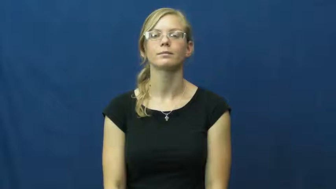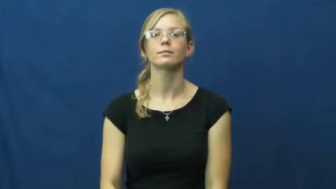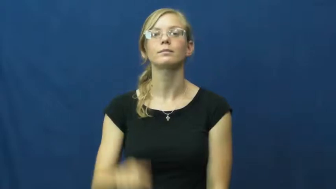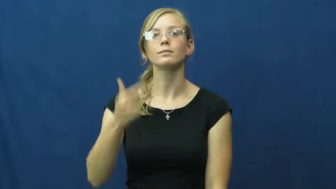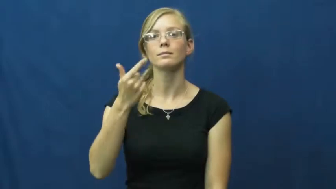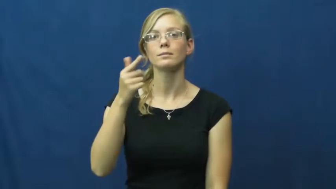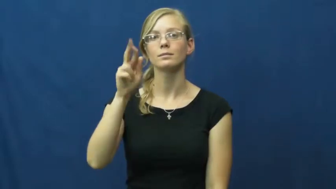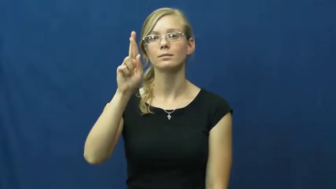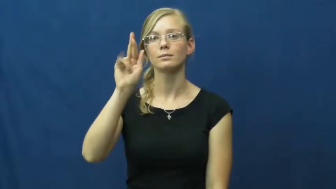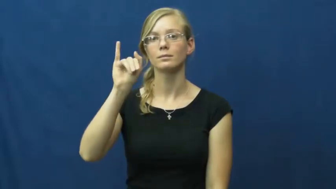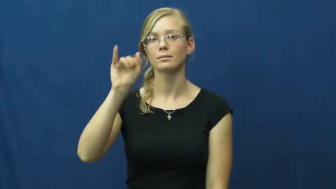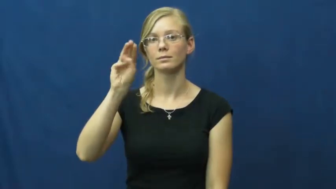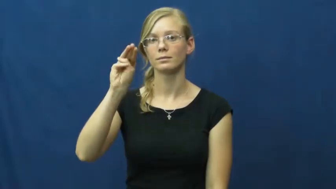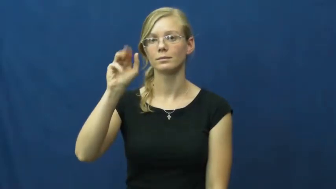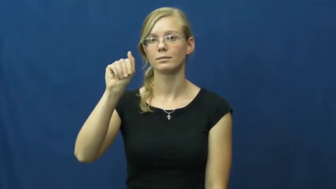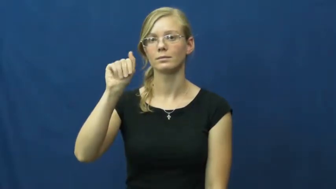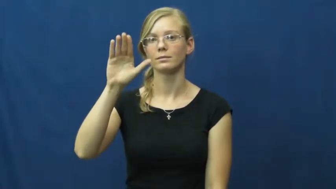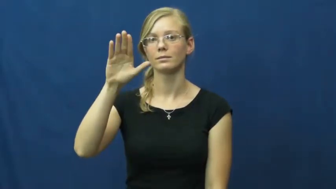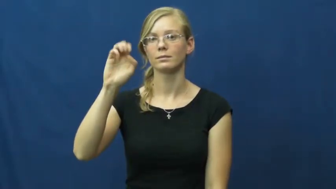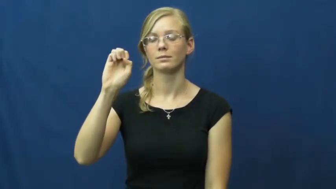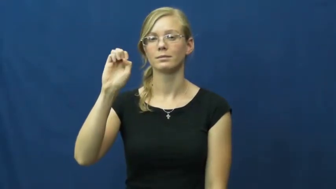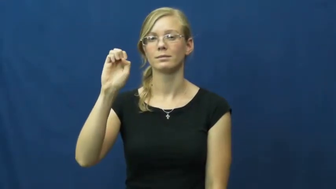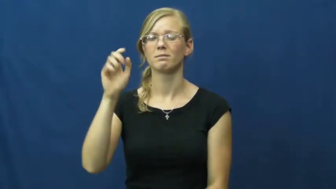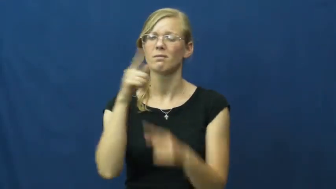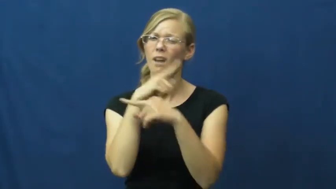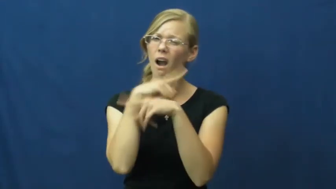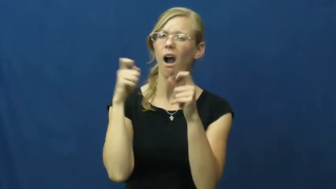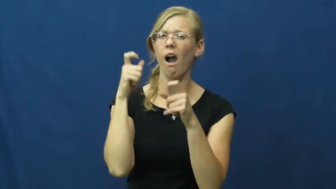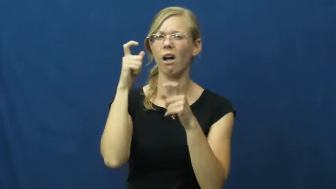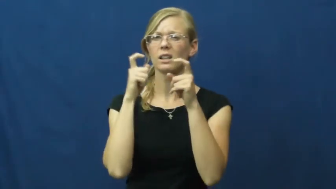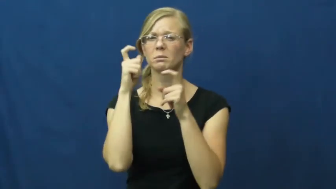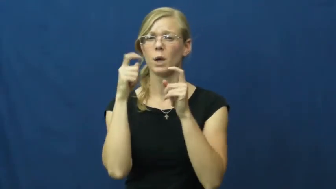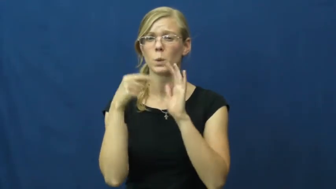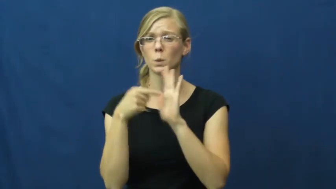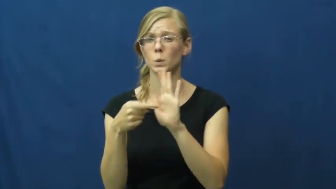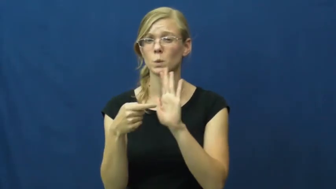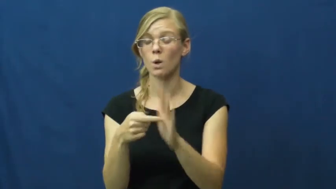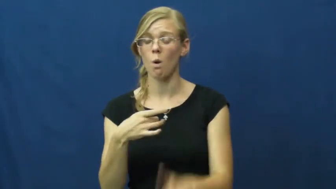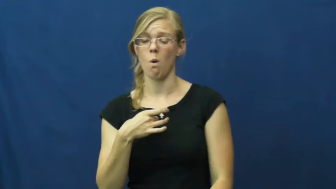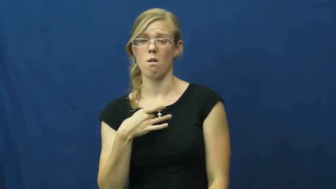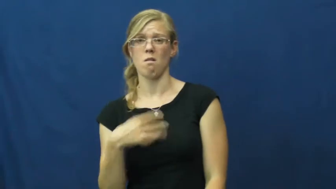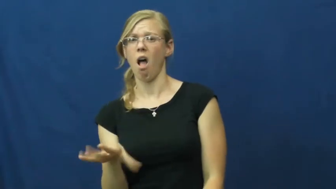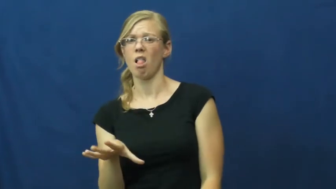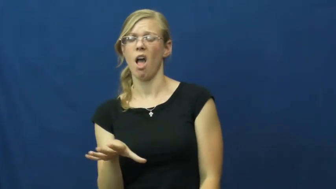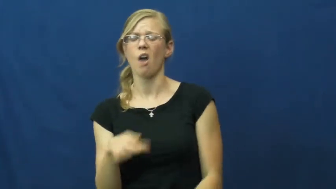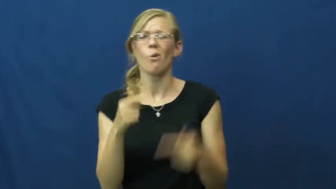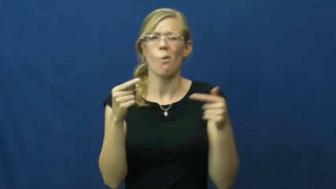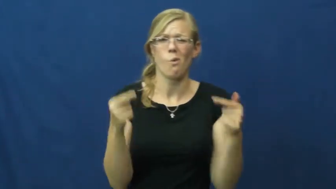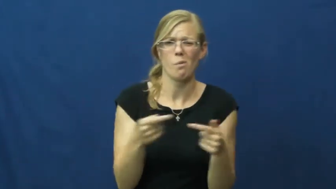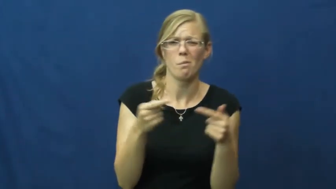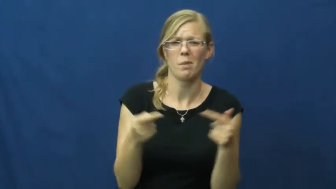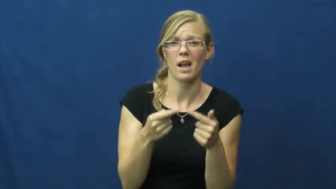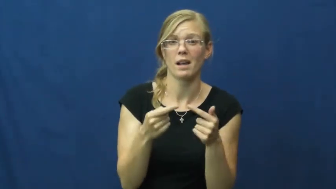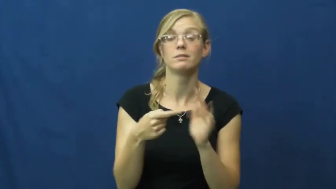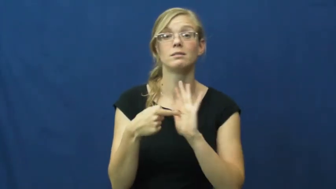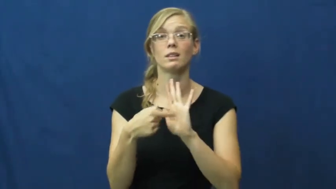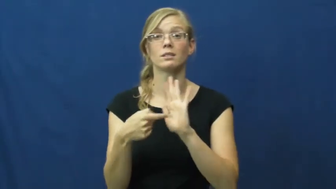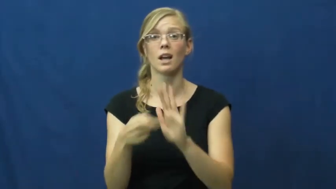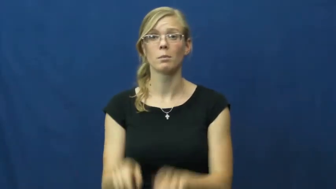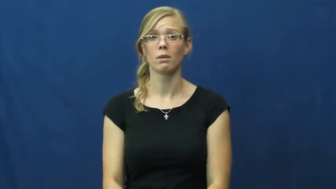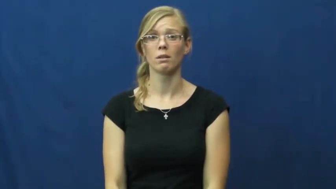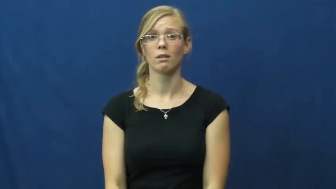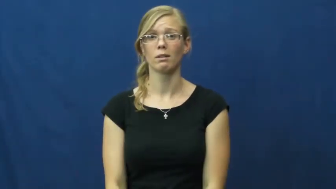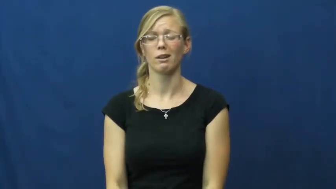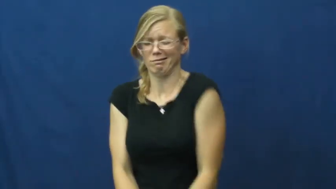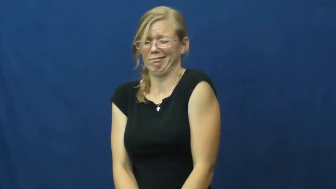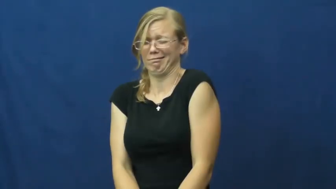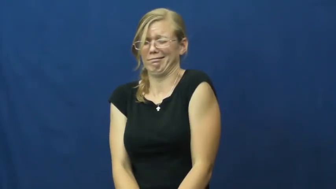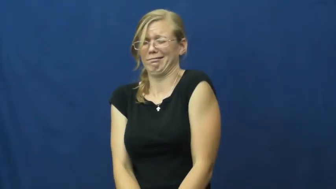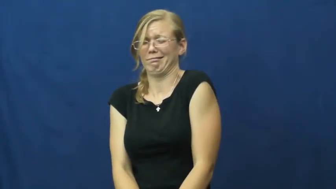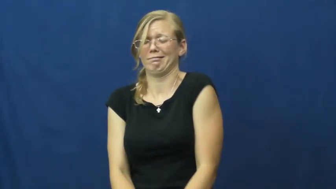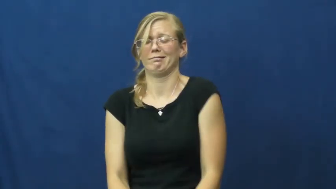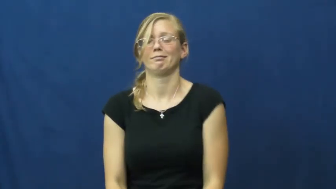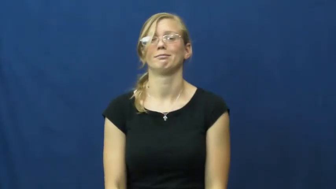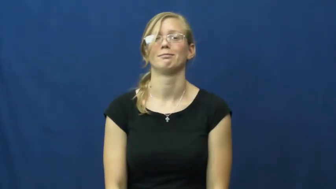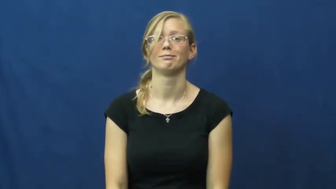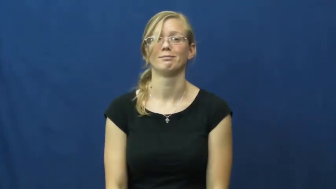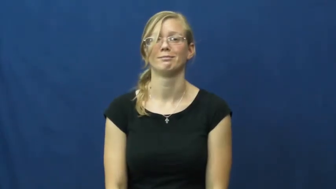grimace